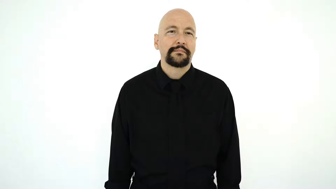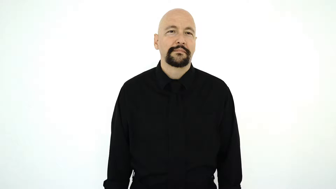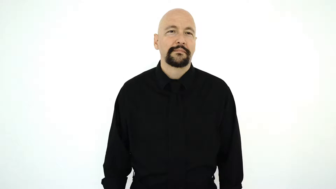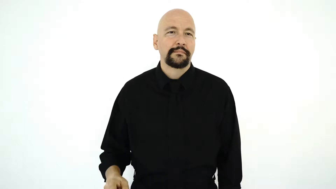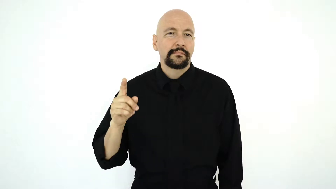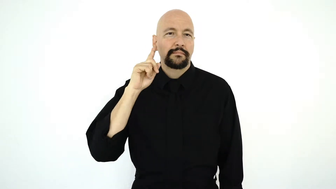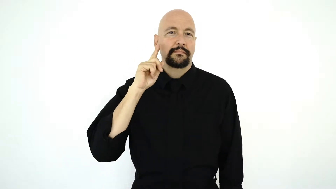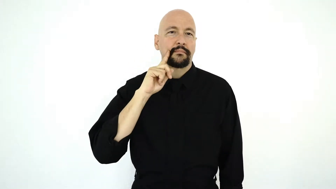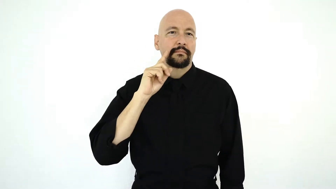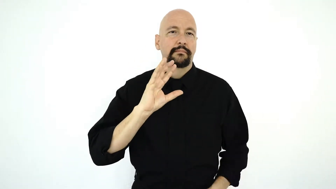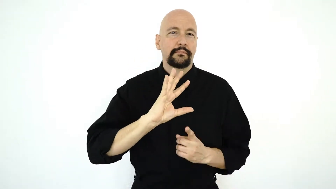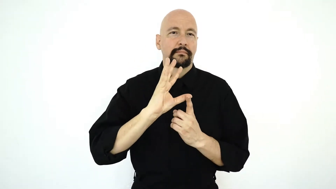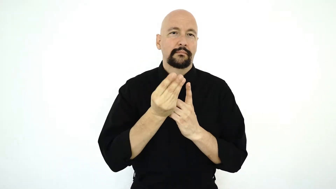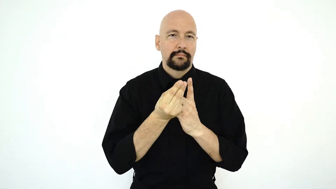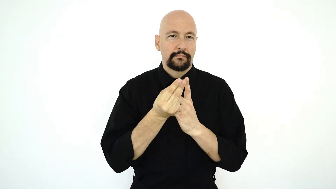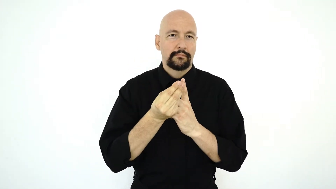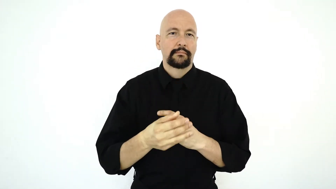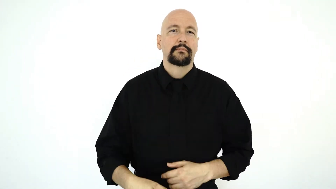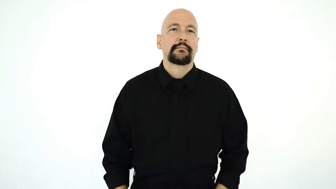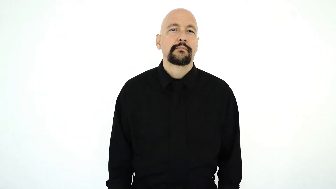DEAF CULTURE [non-initialized-version]